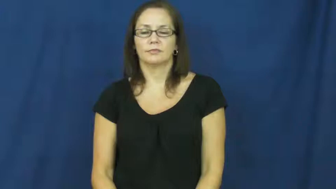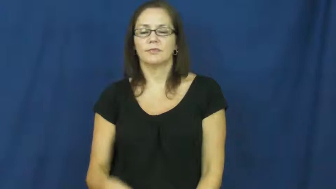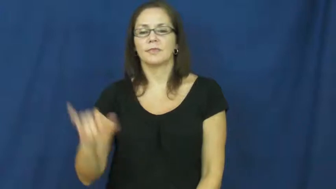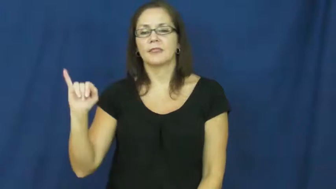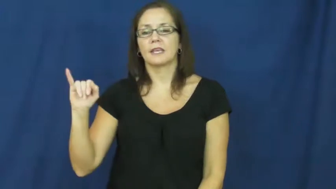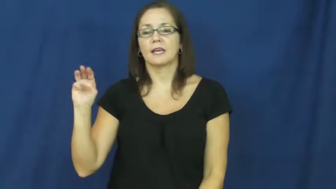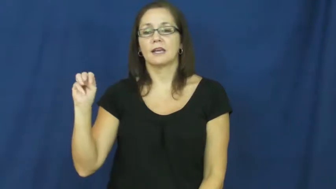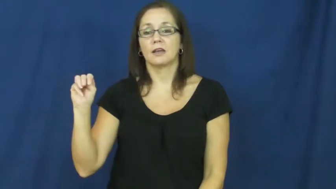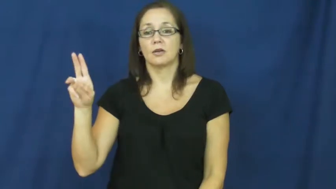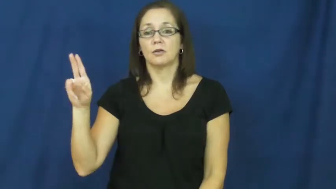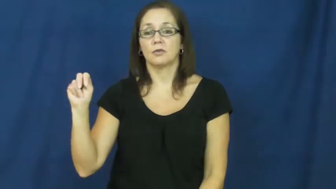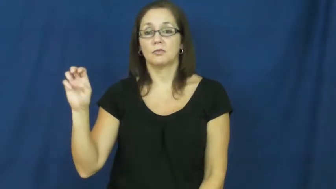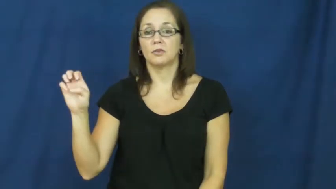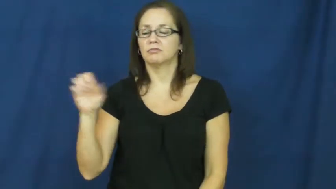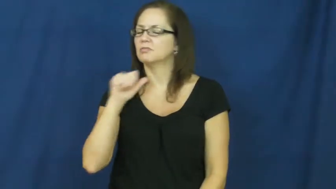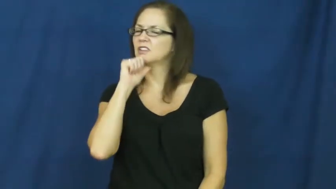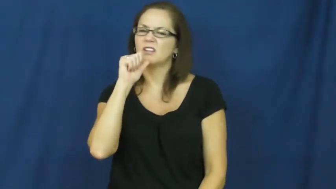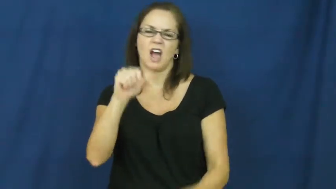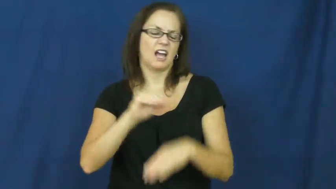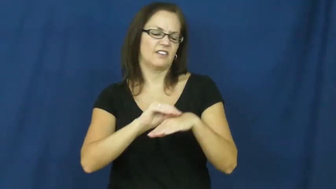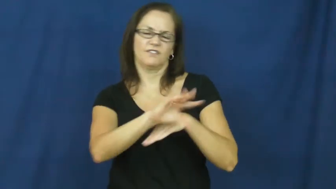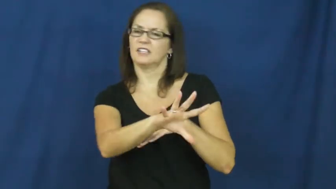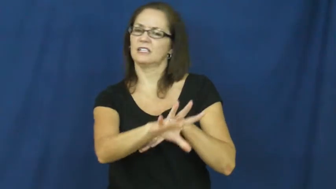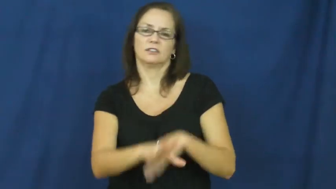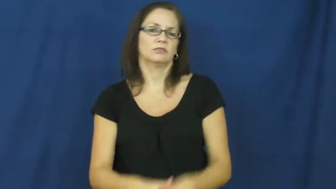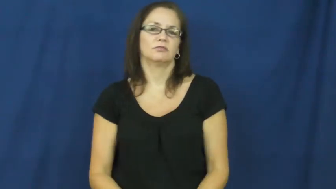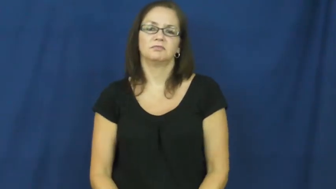immune